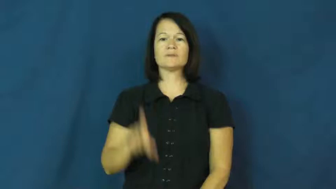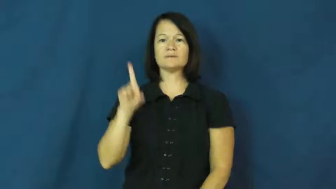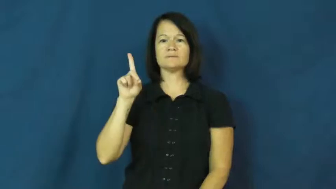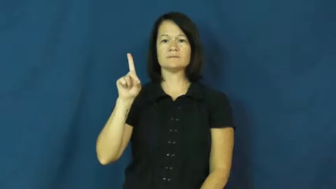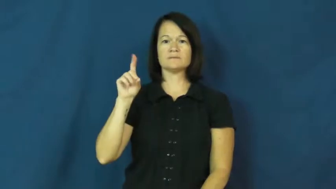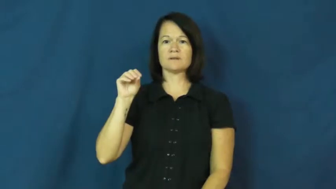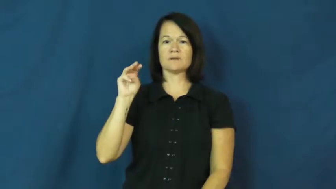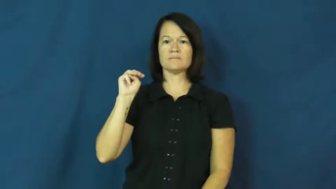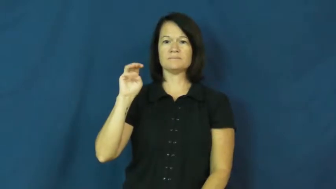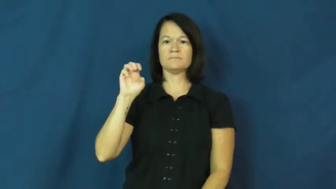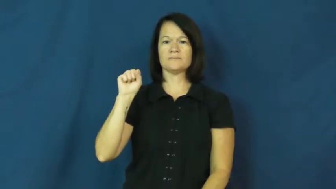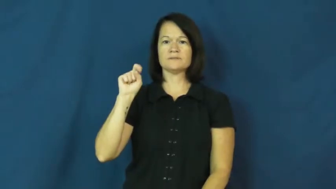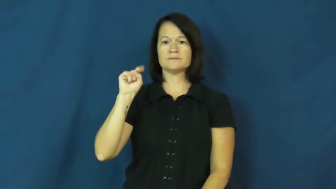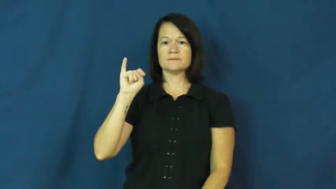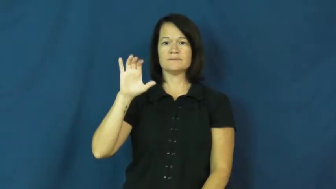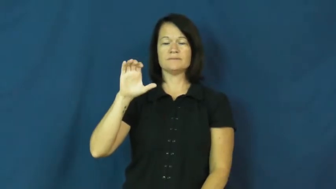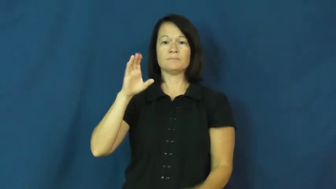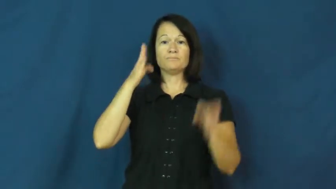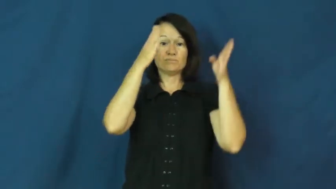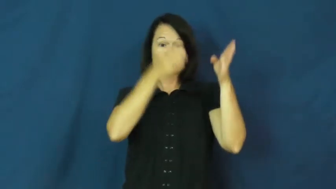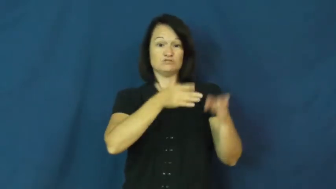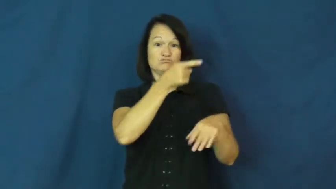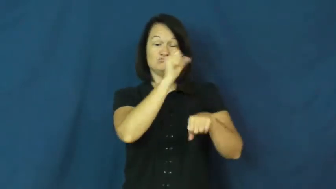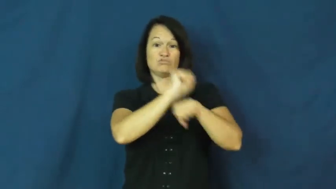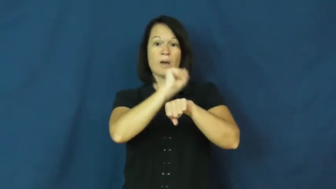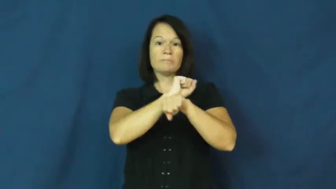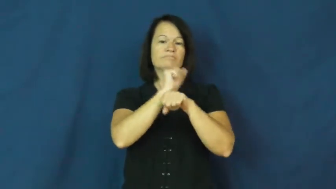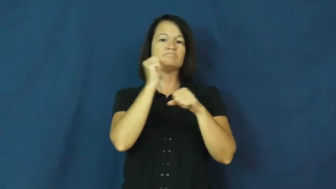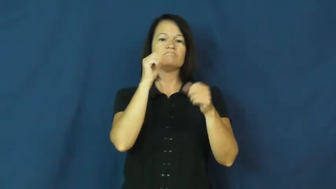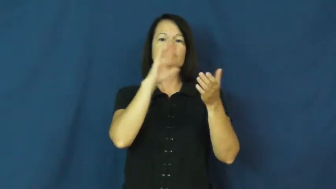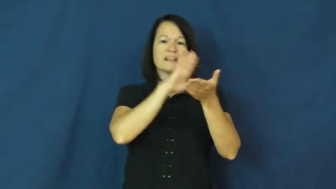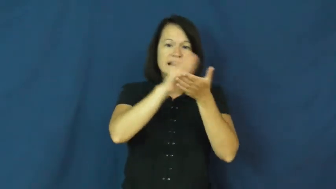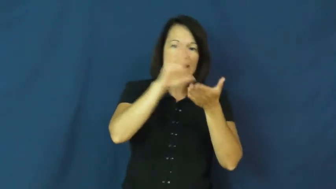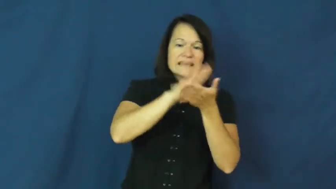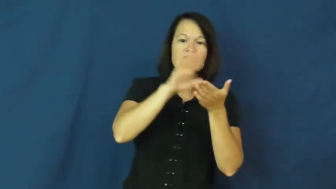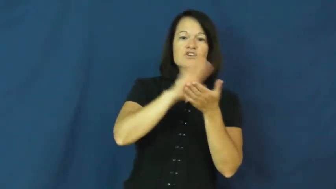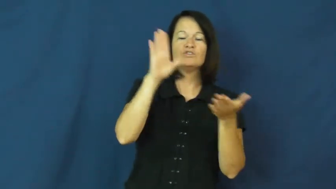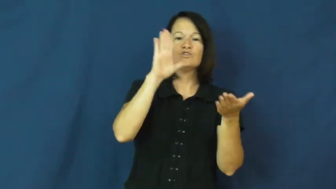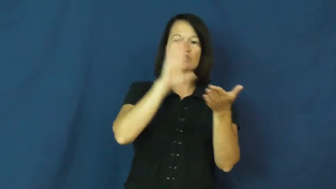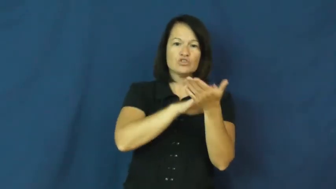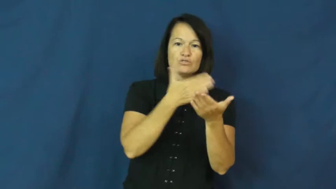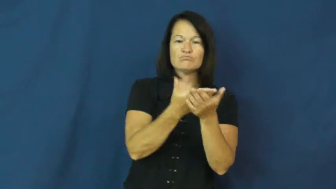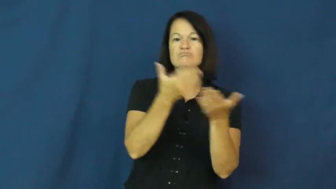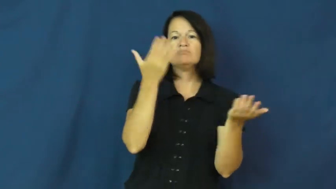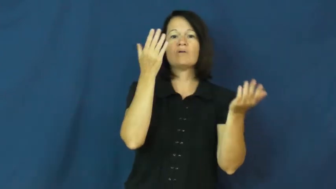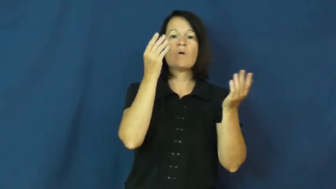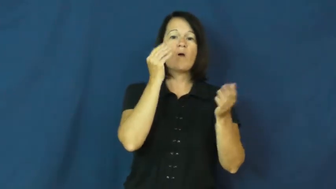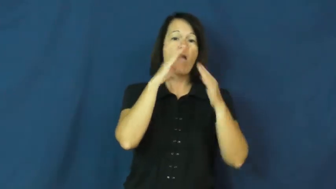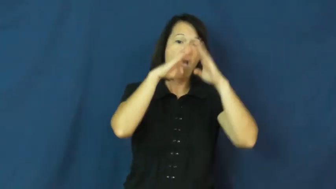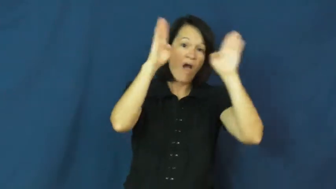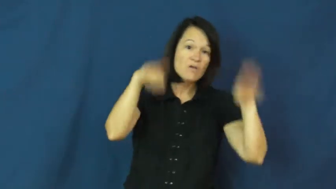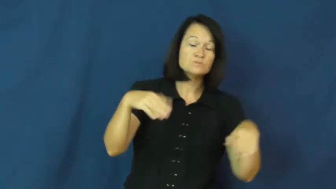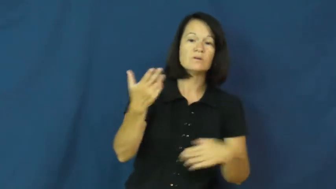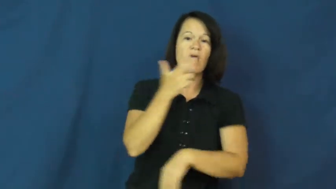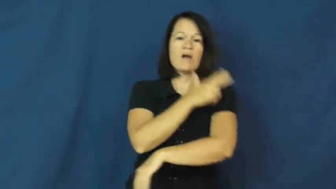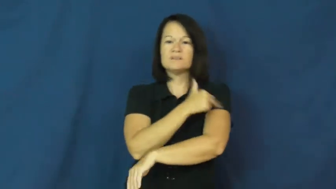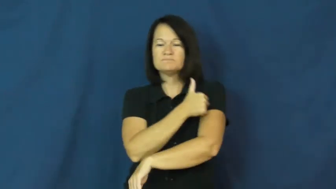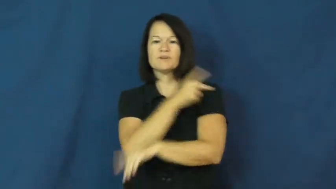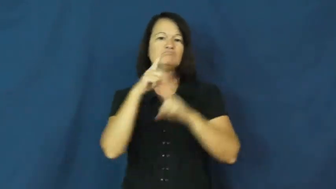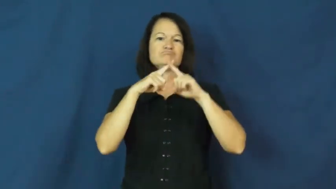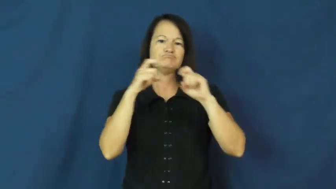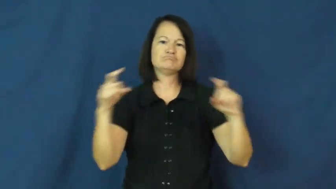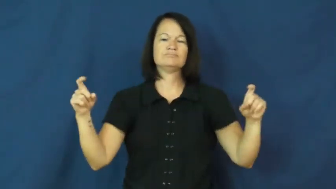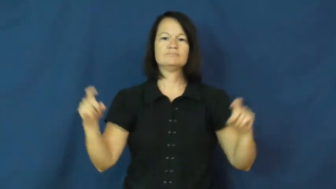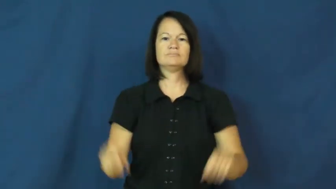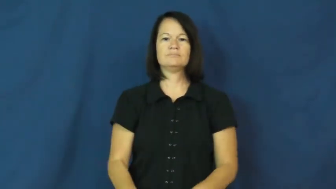domestic-person